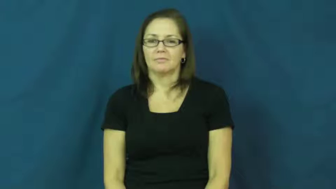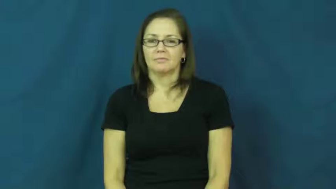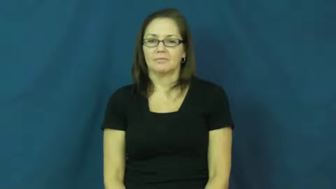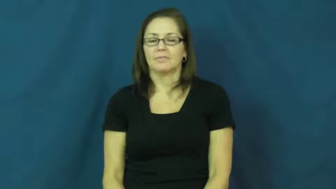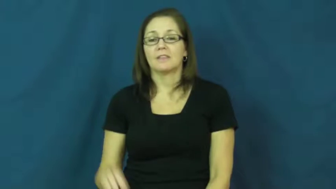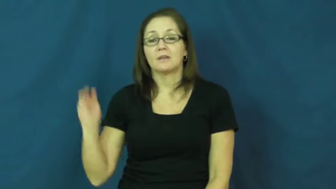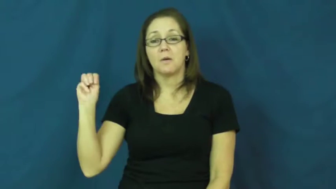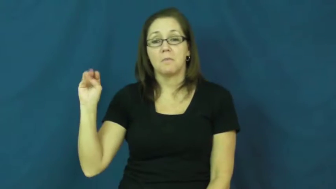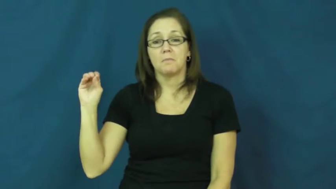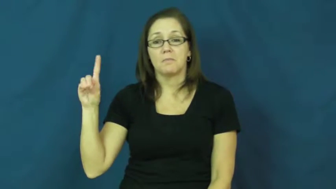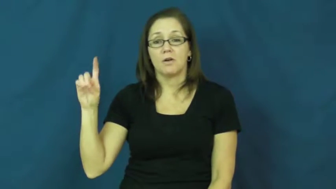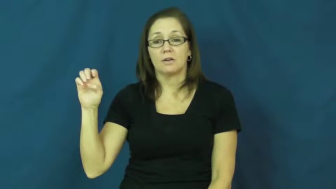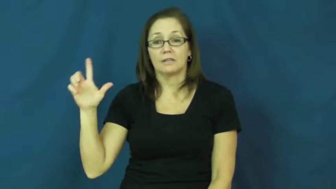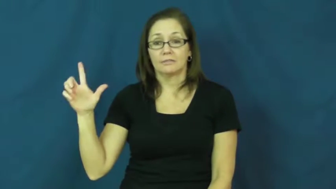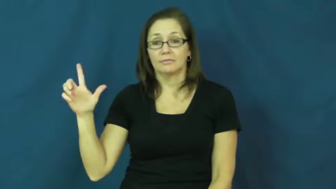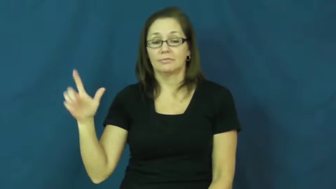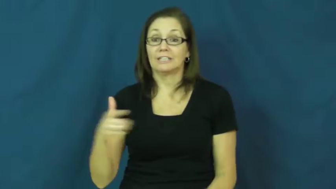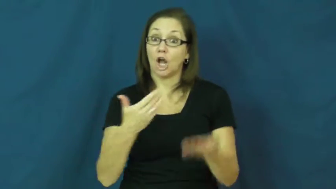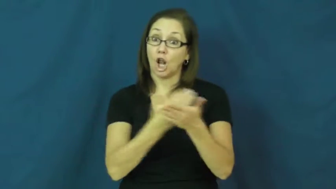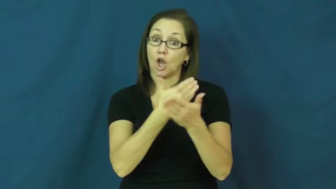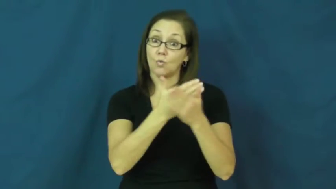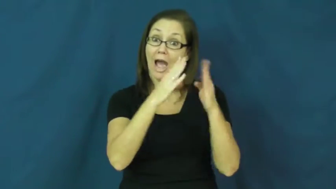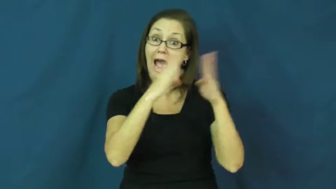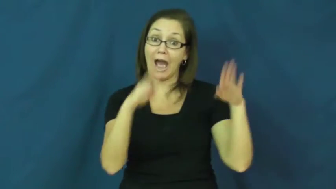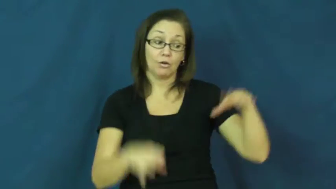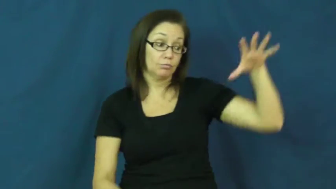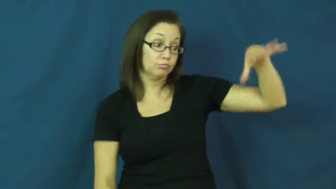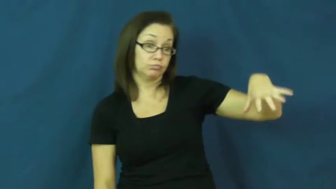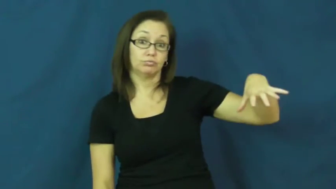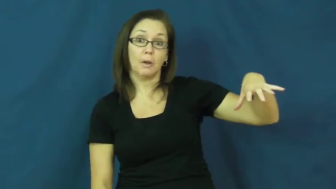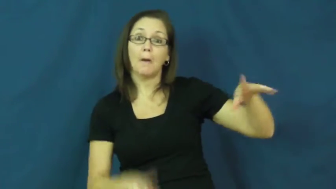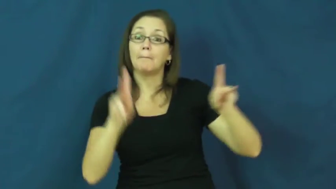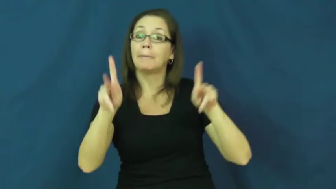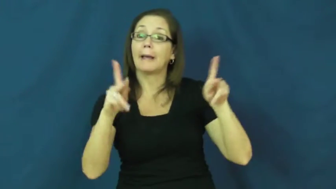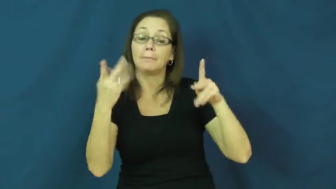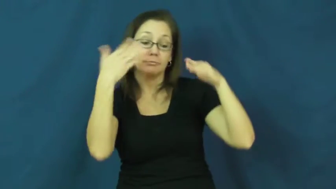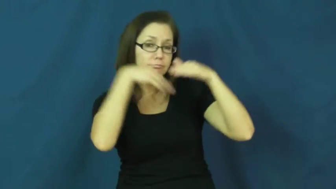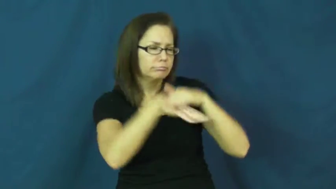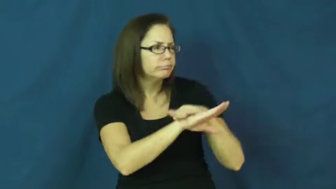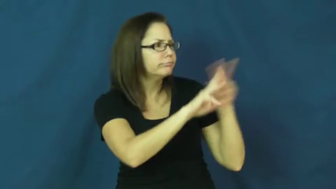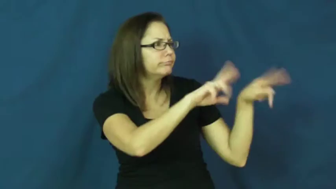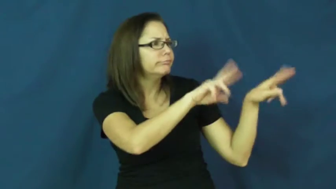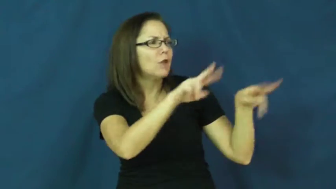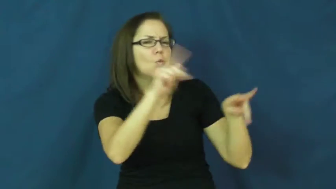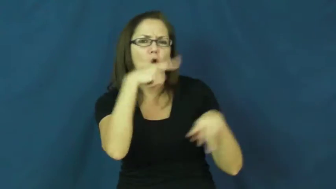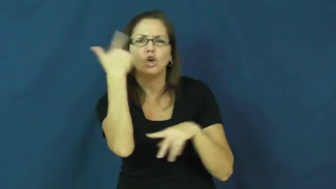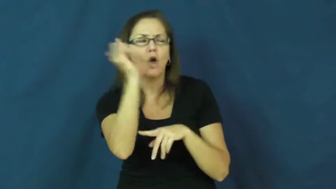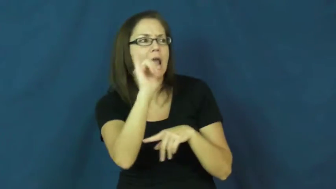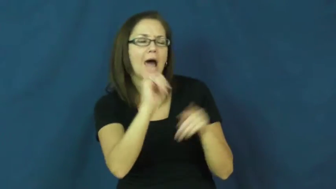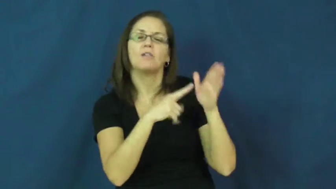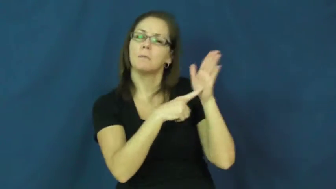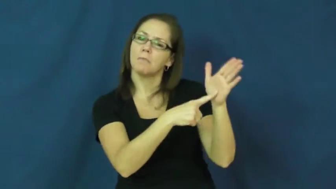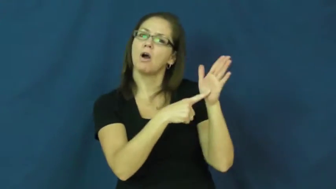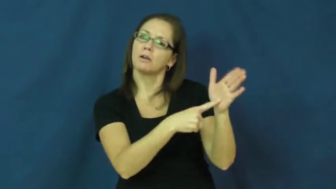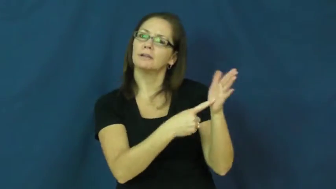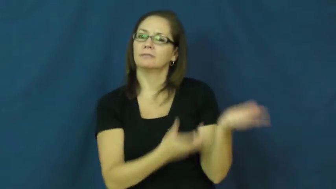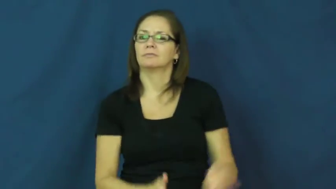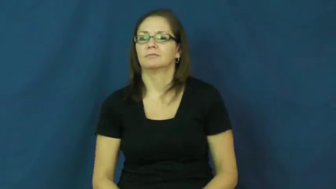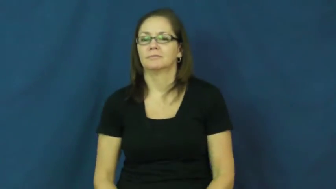model-house